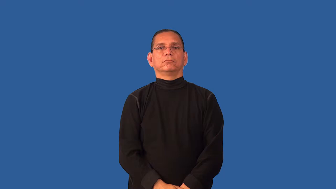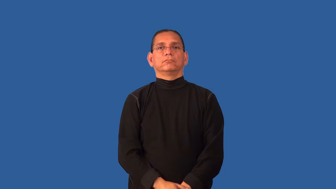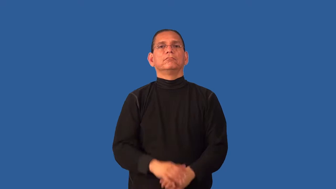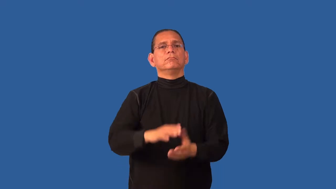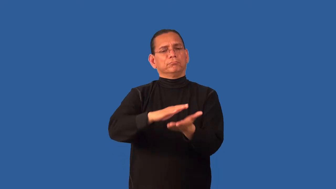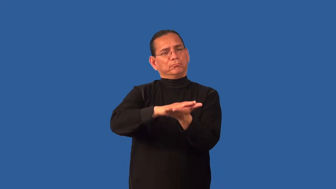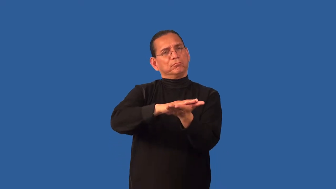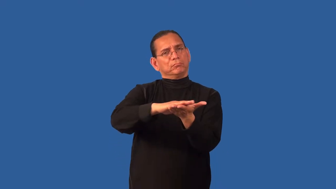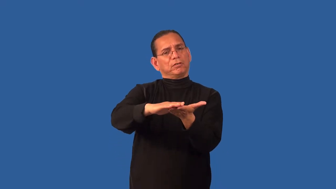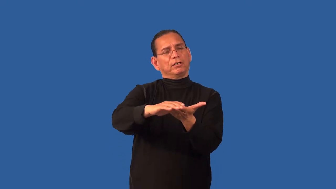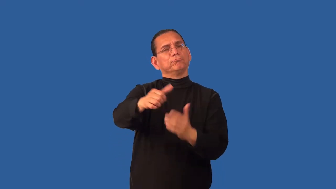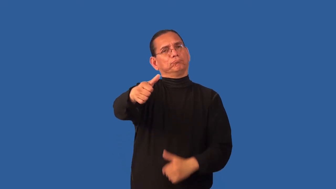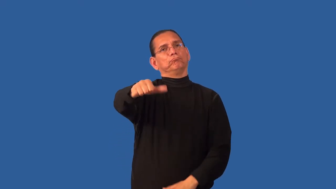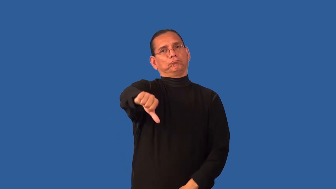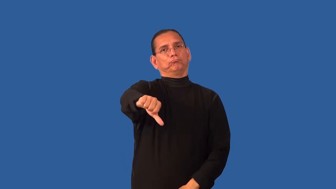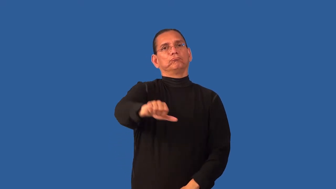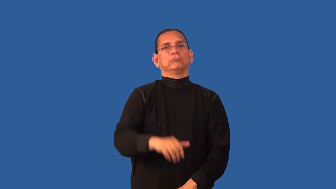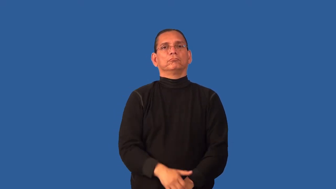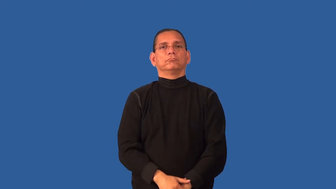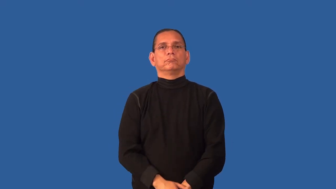demur